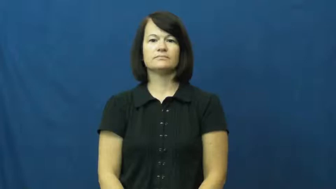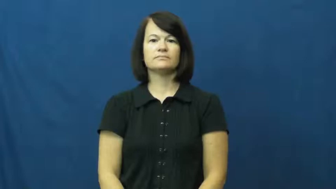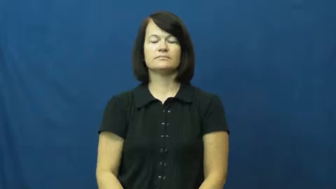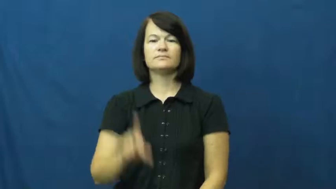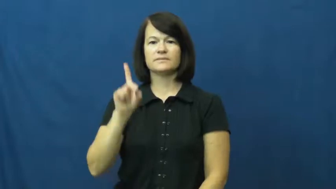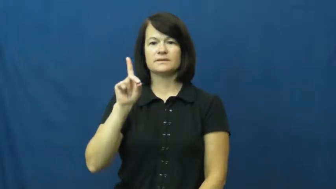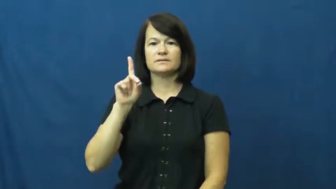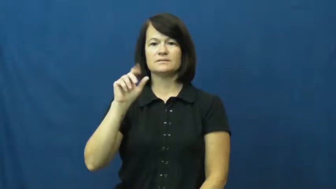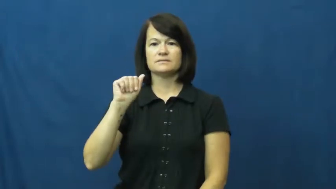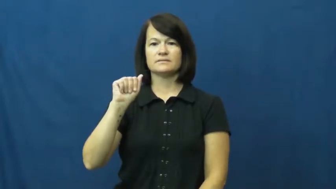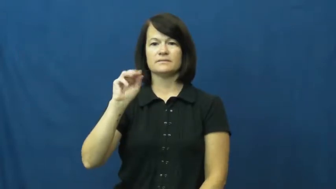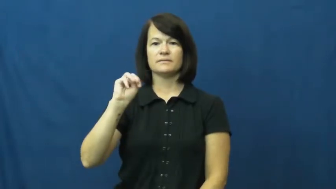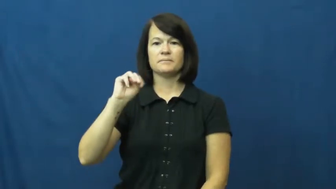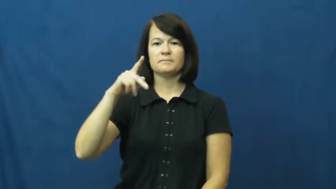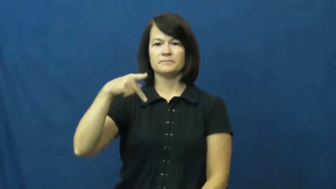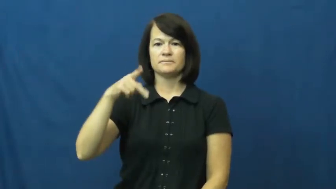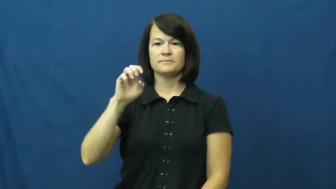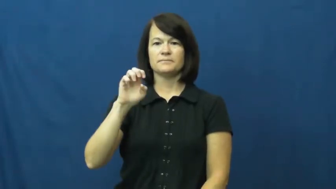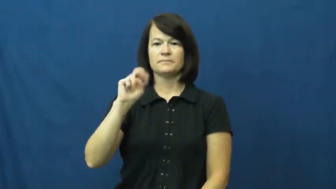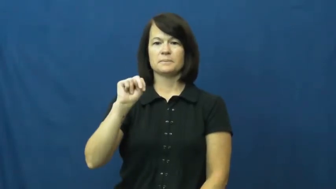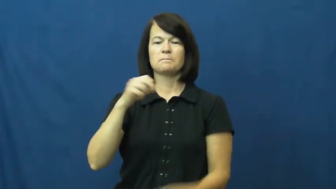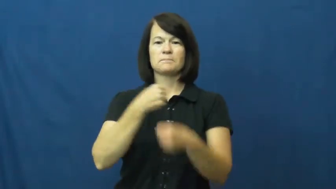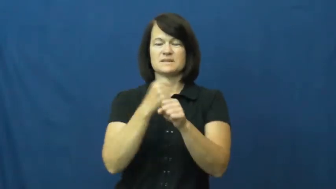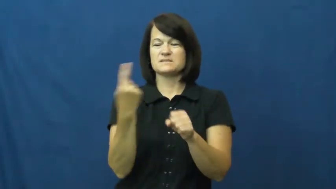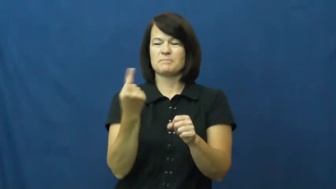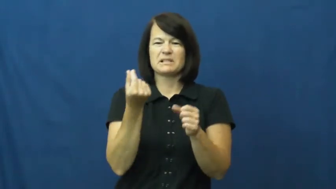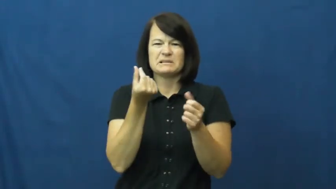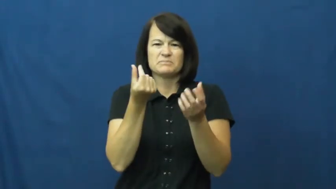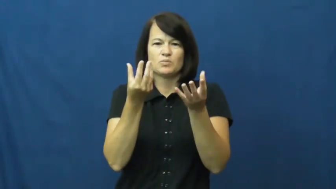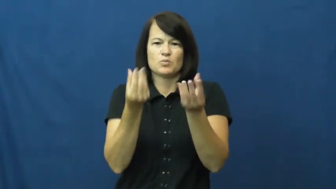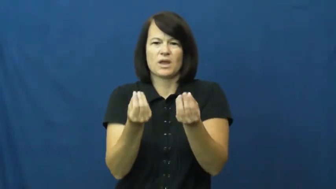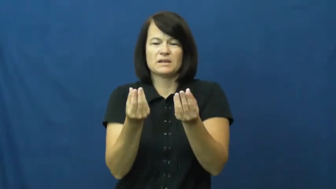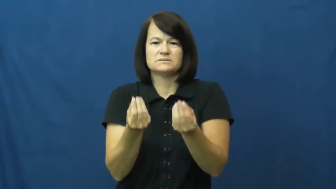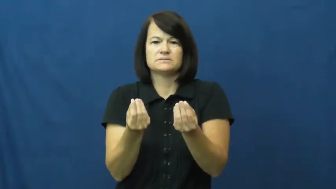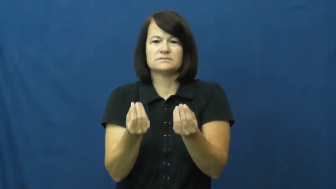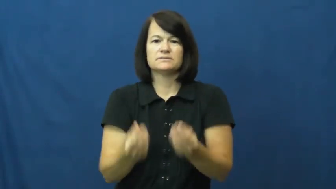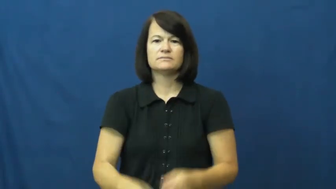dampen-wet